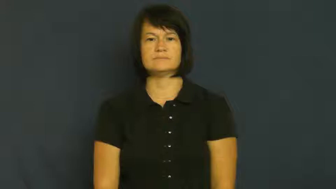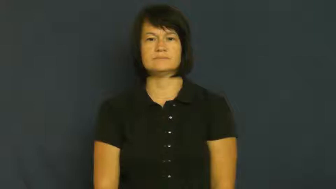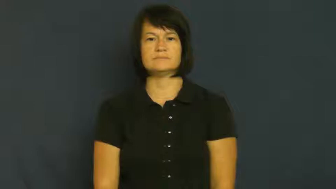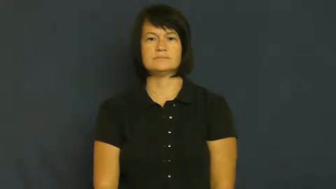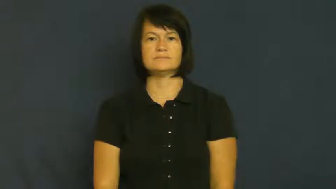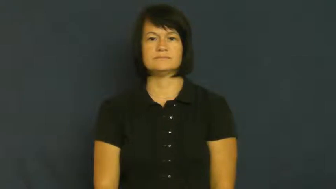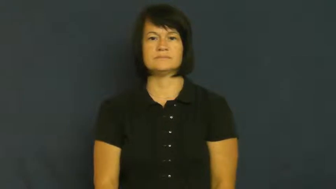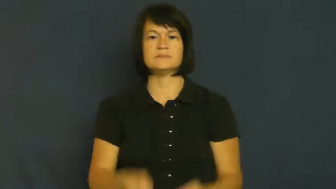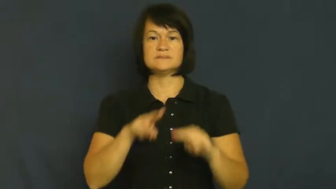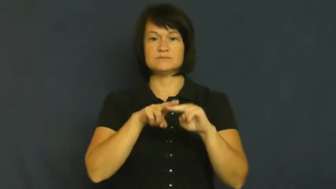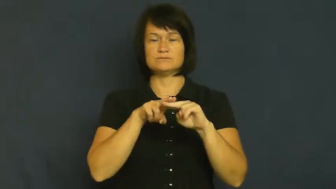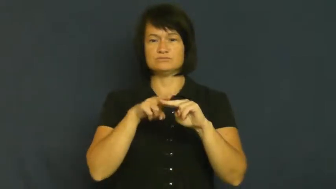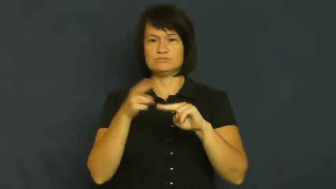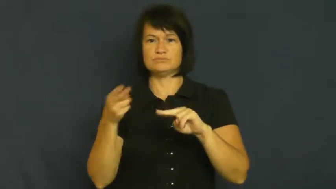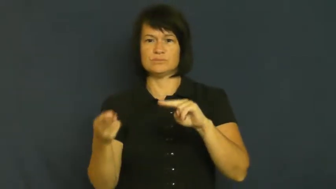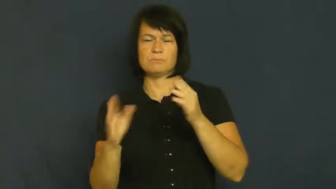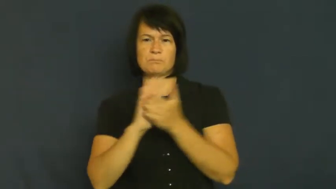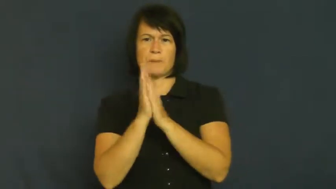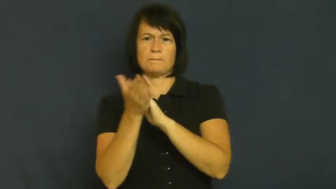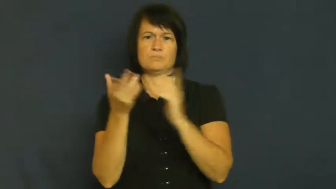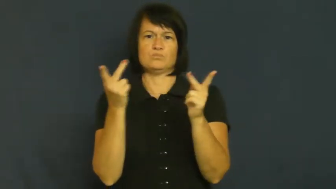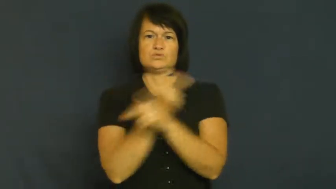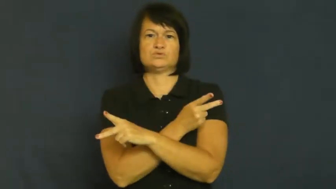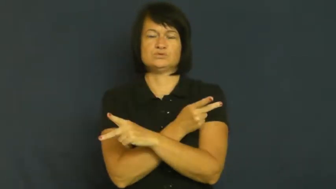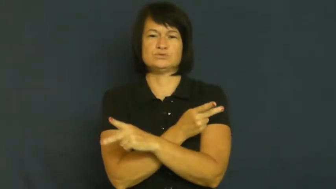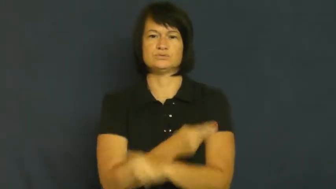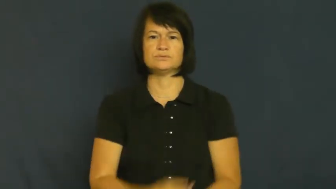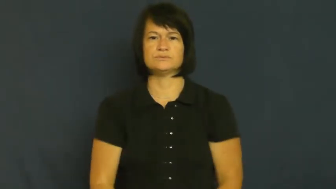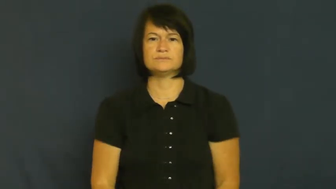sink-decrease